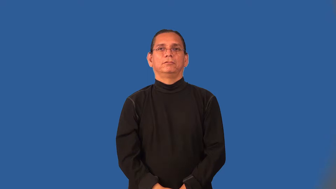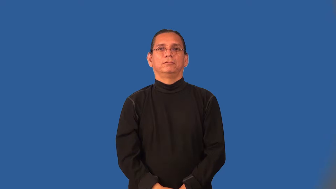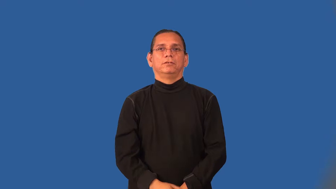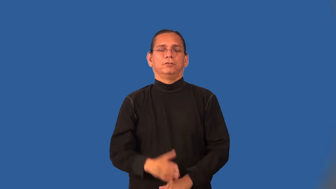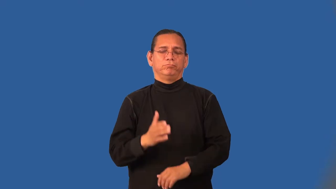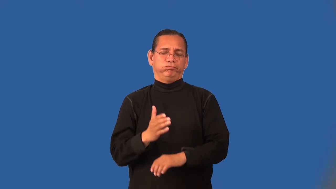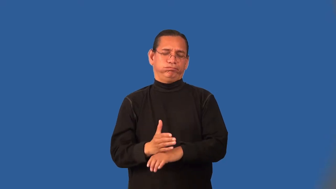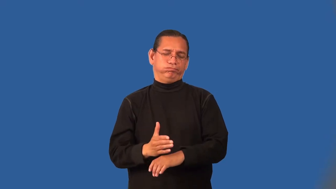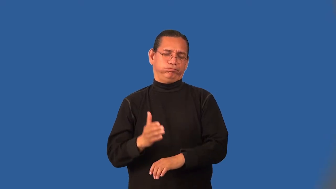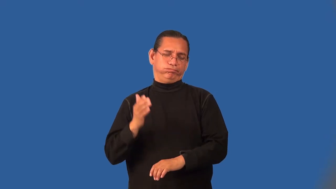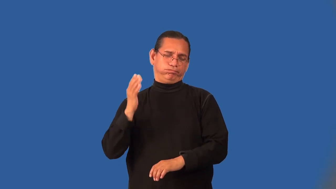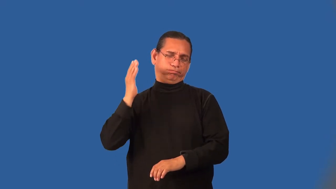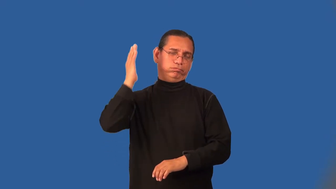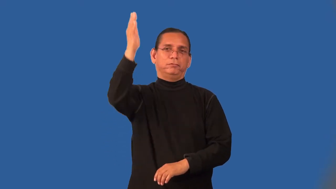overkill